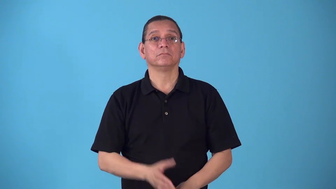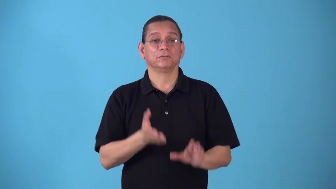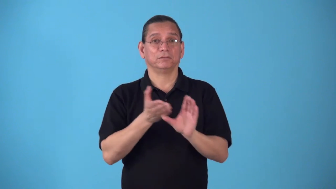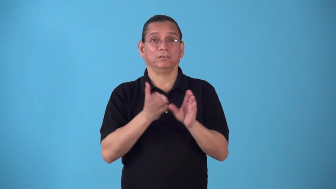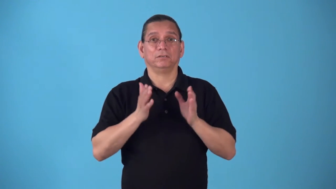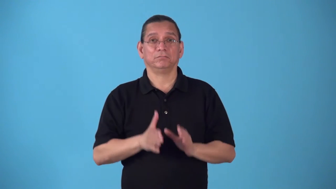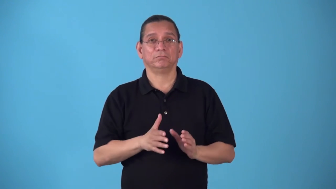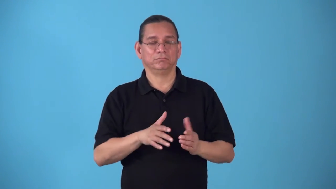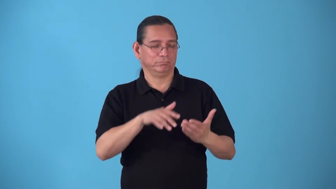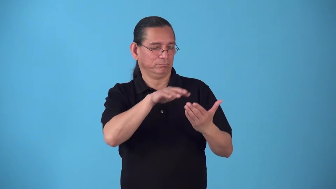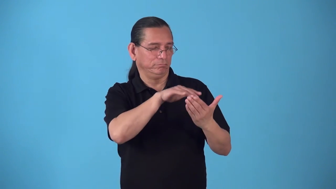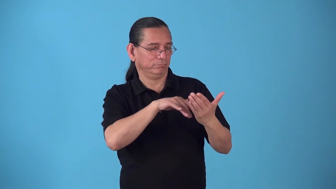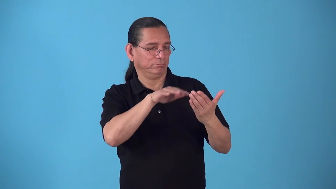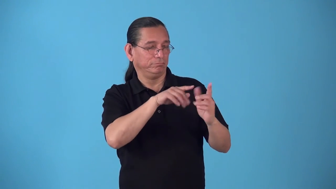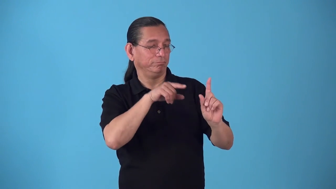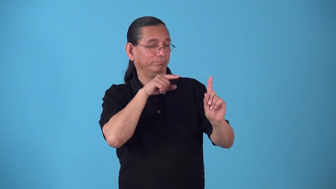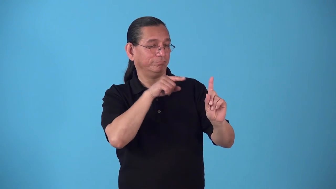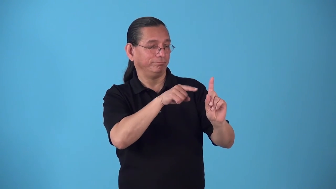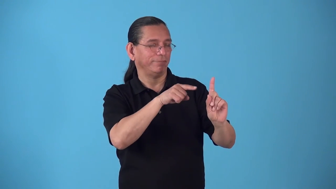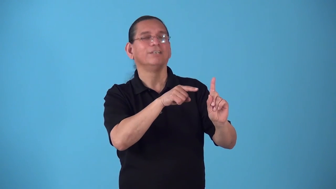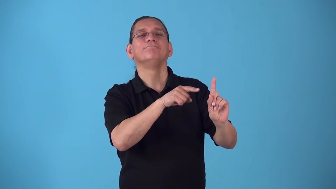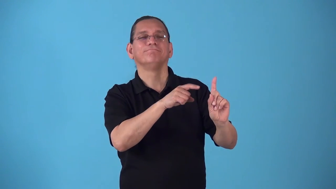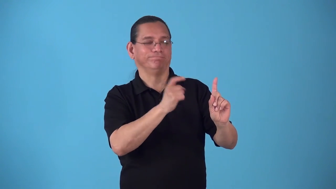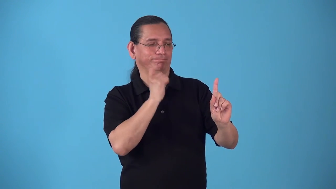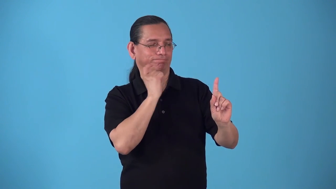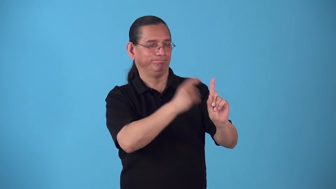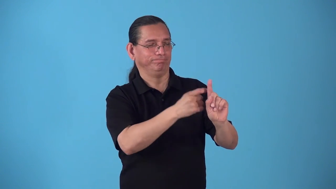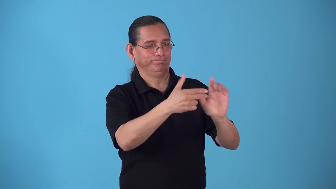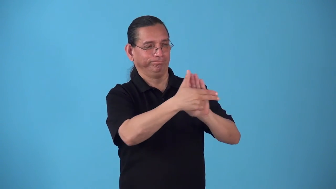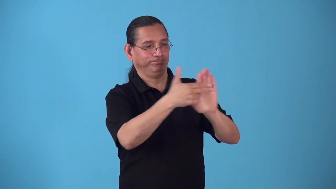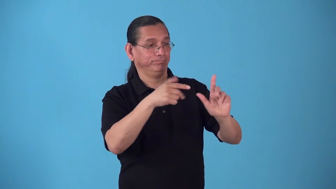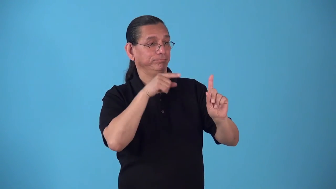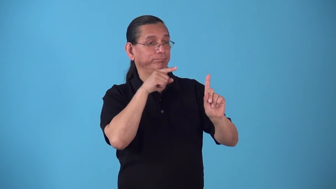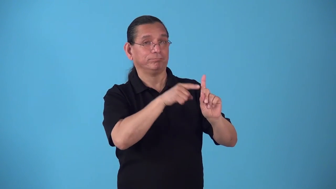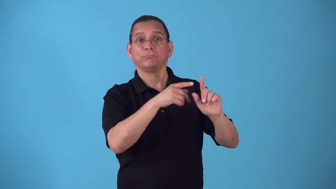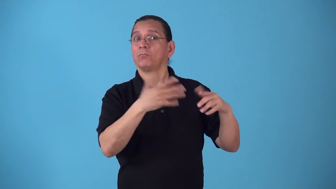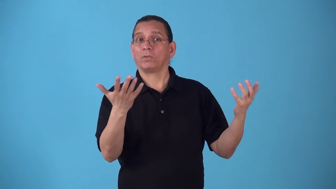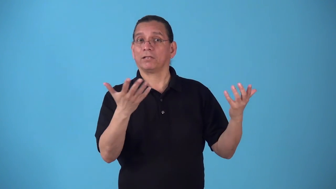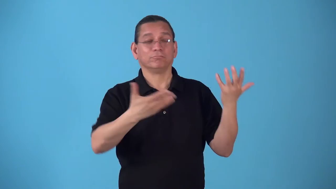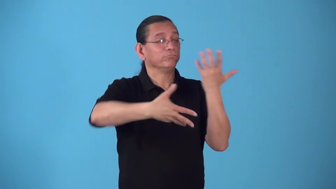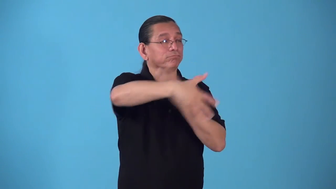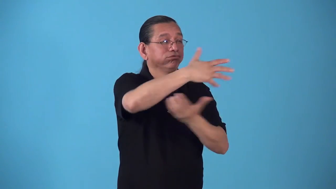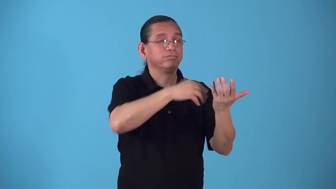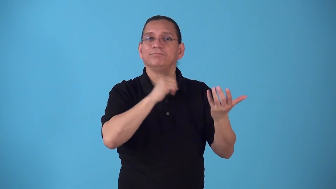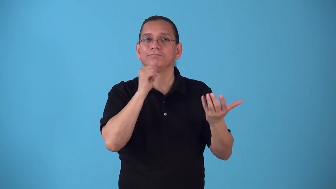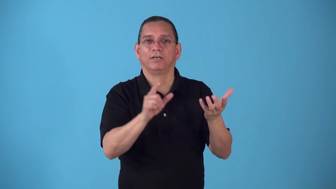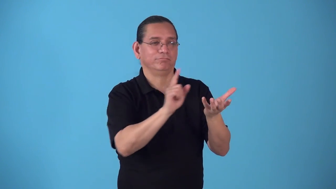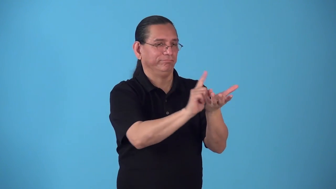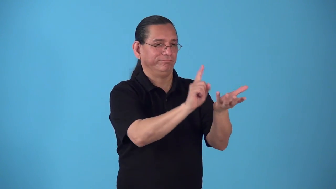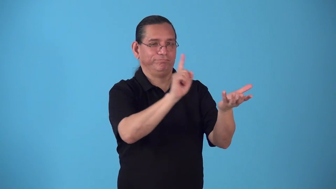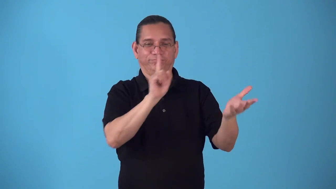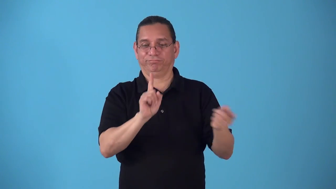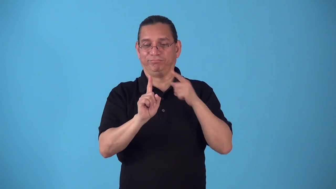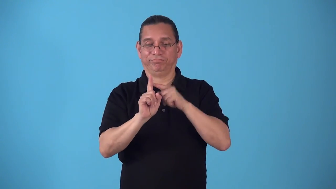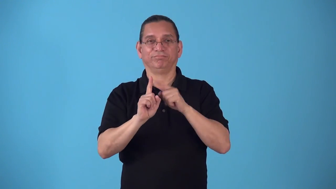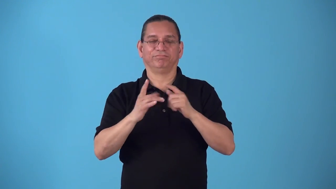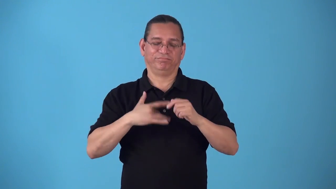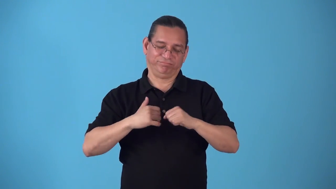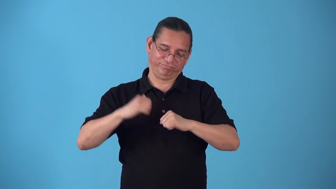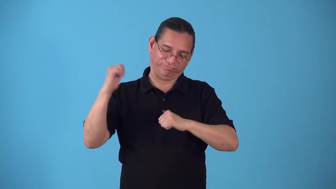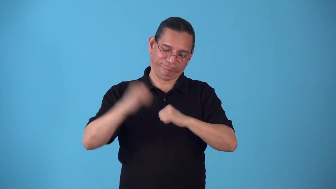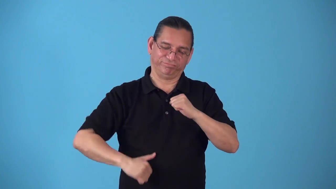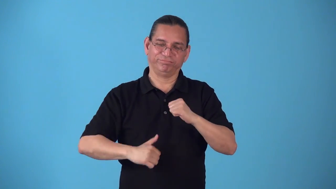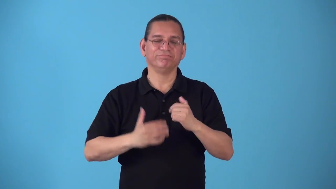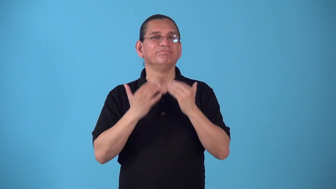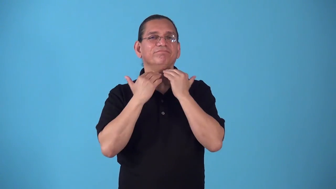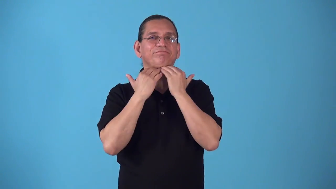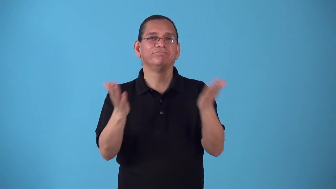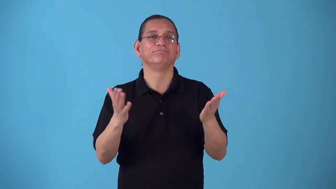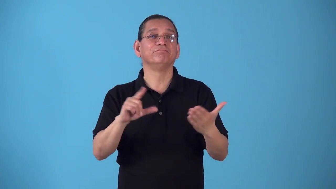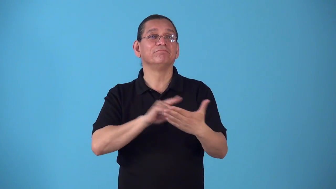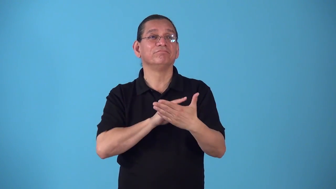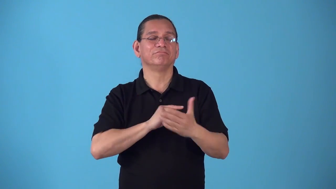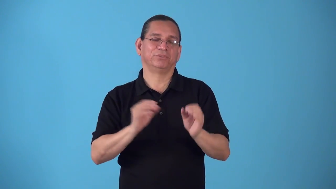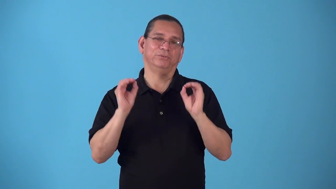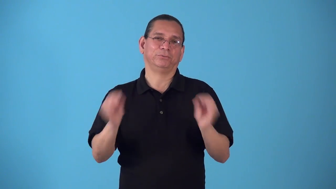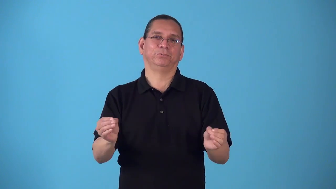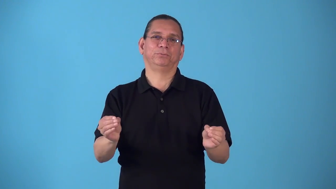sociopath